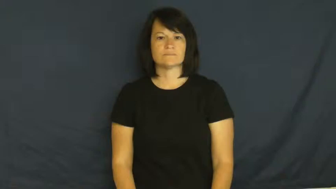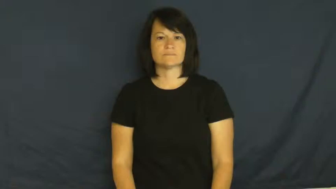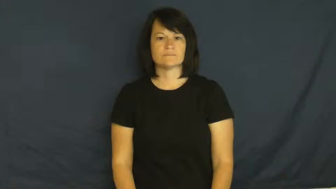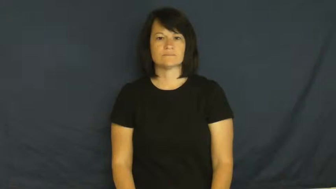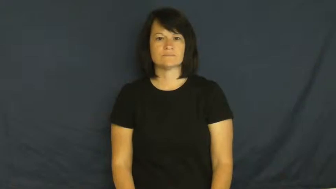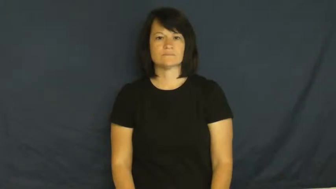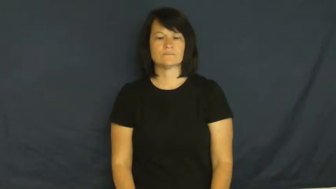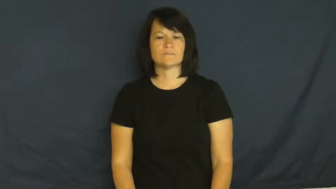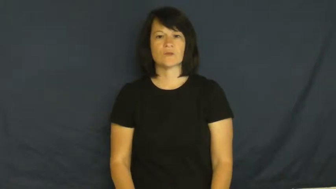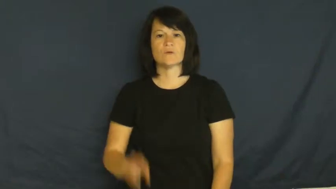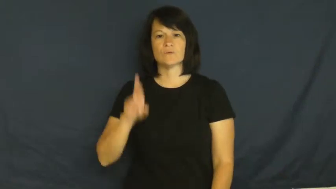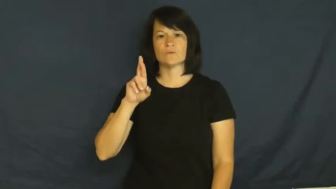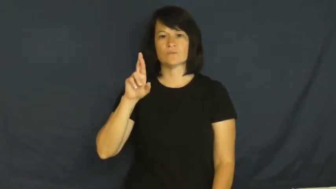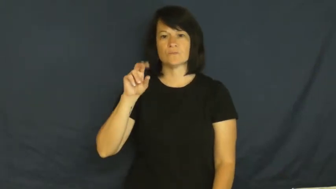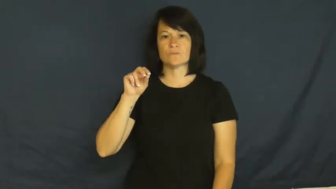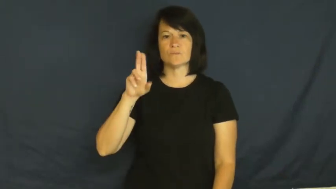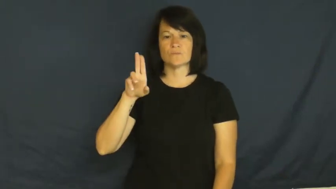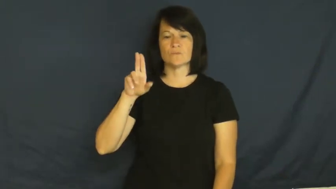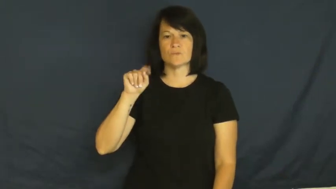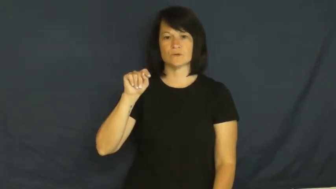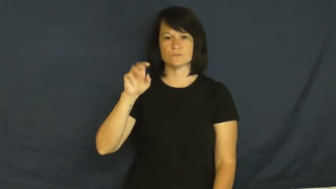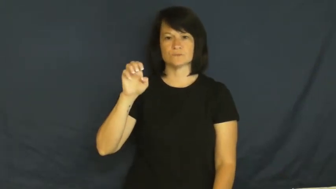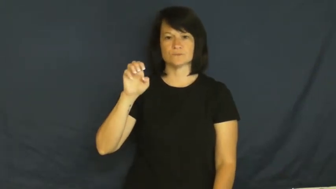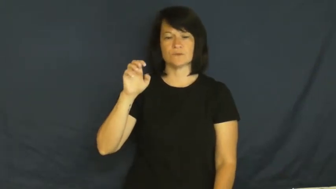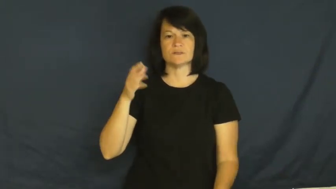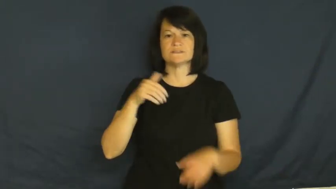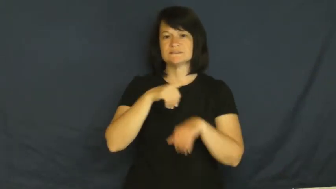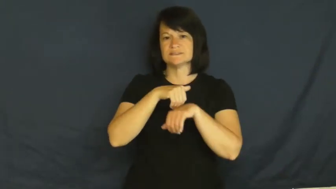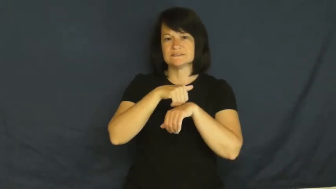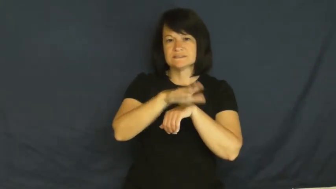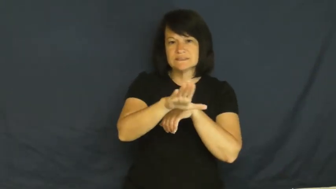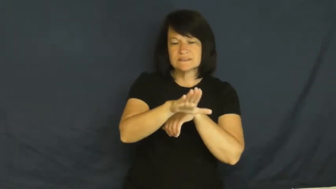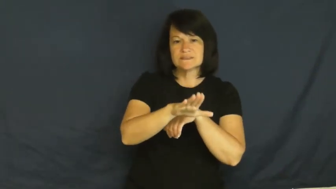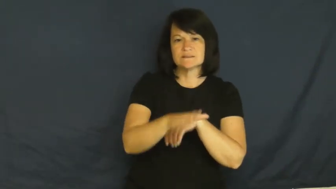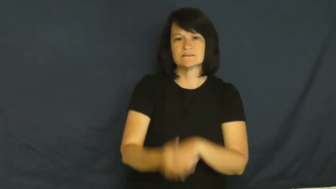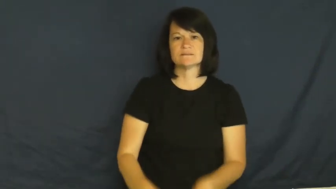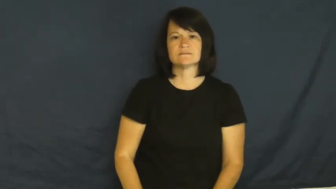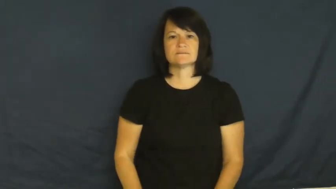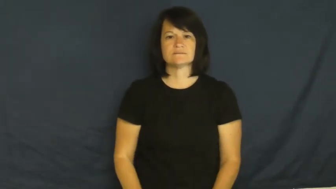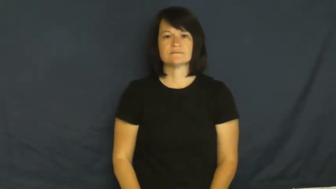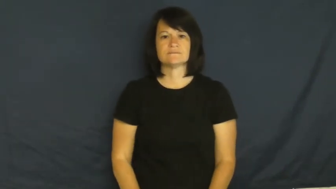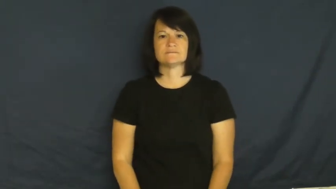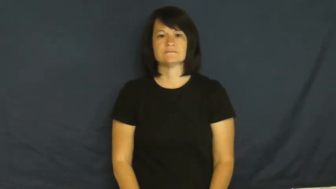route-send